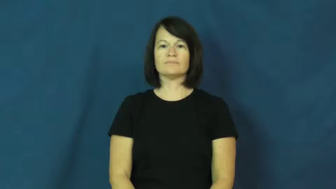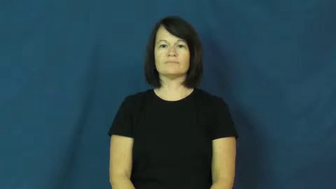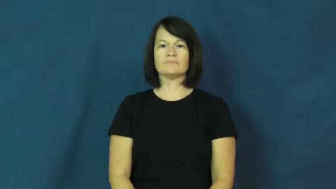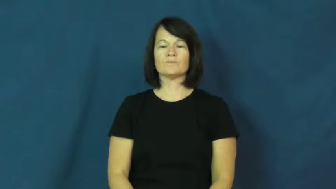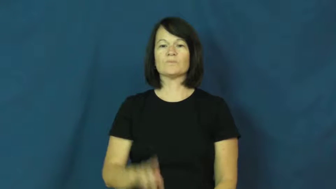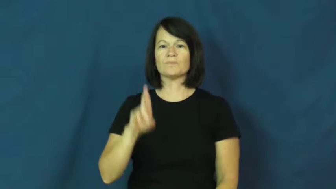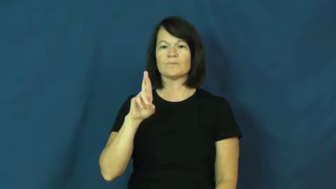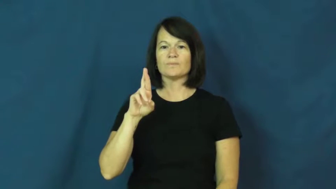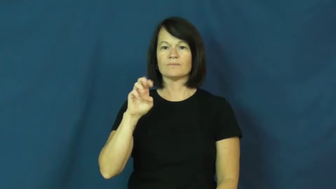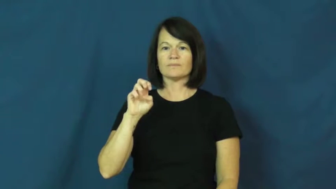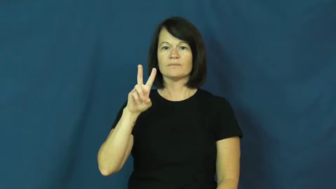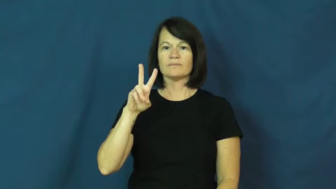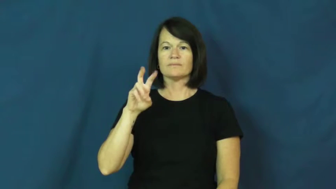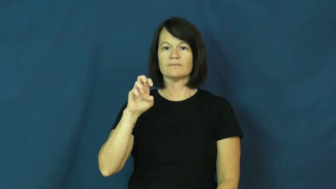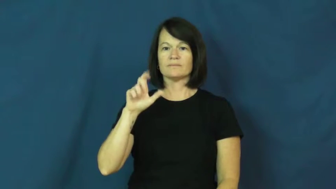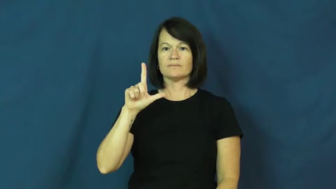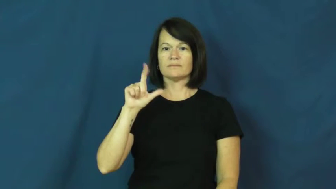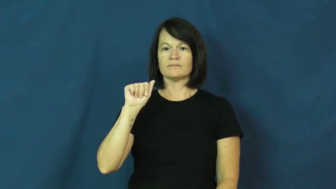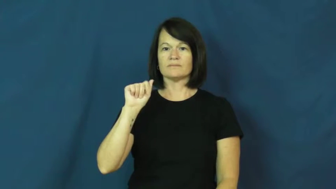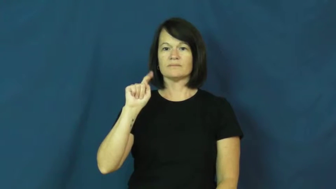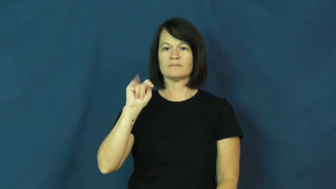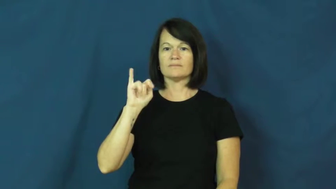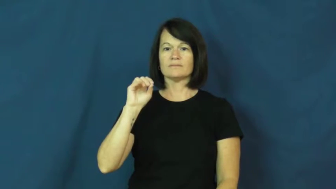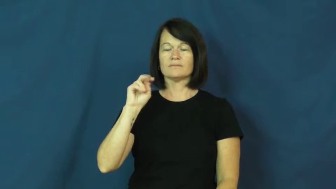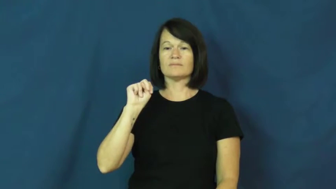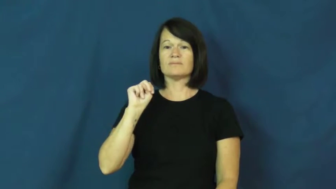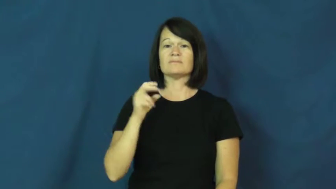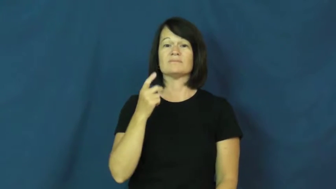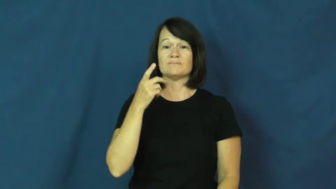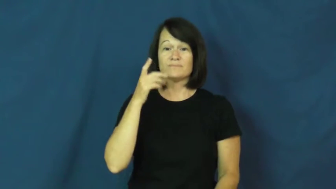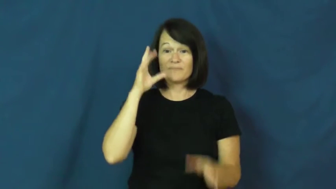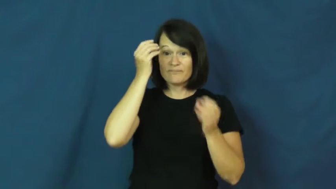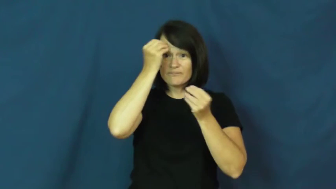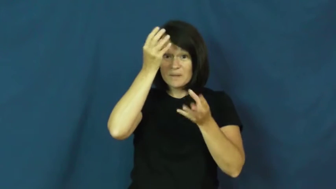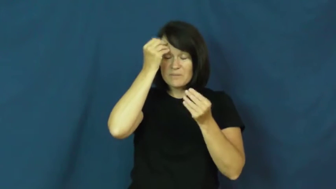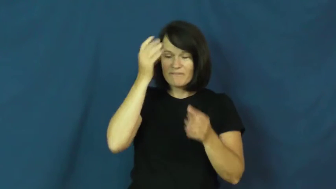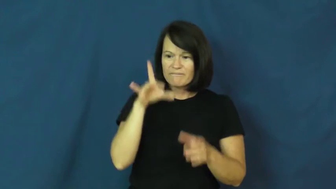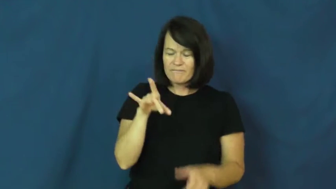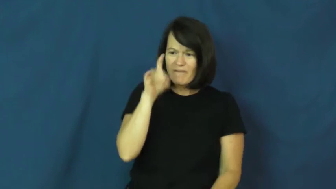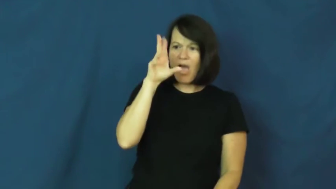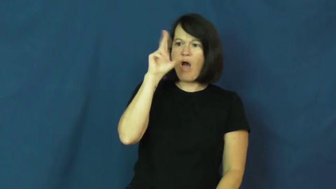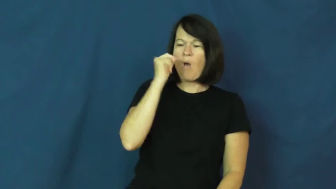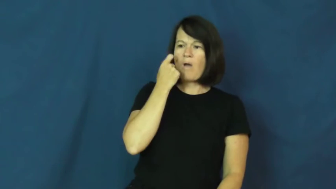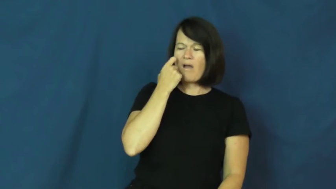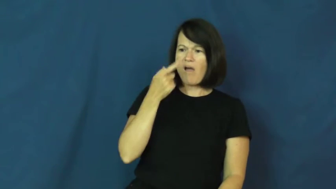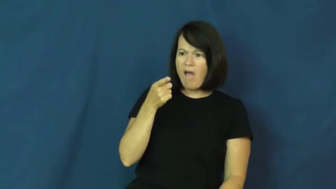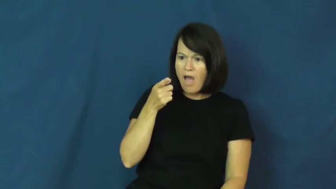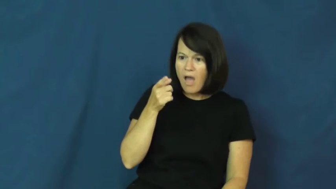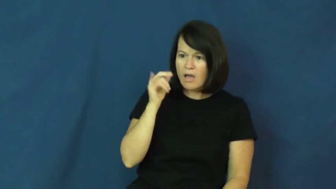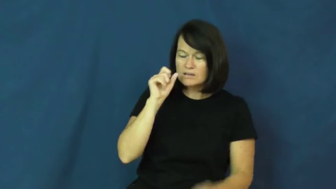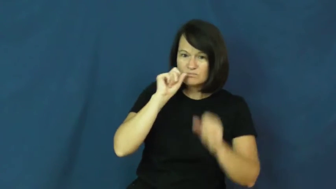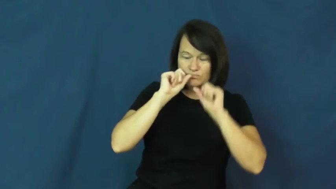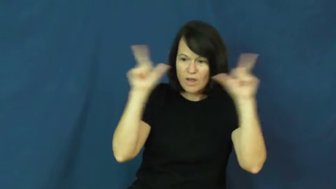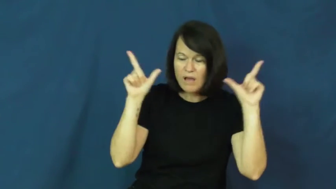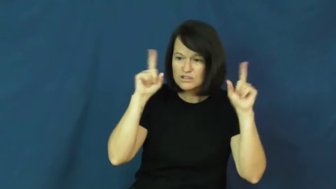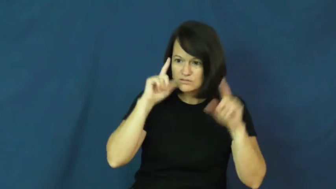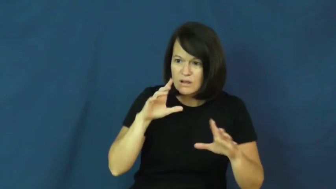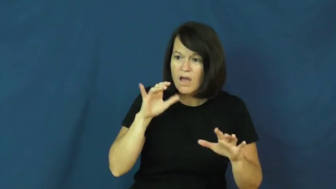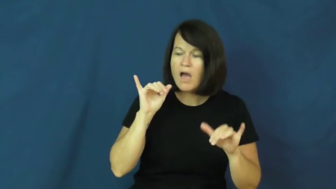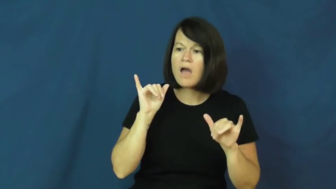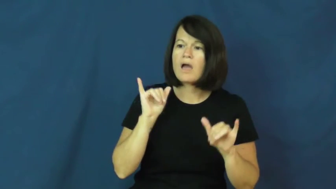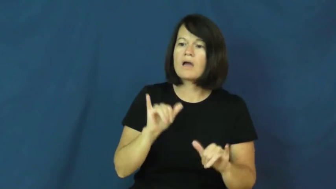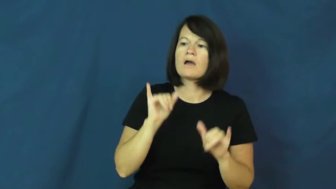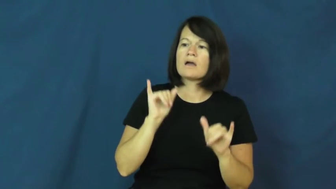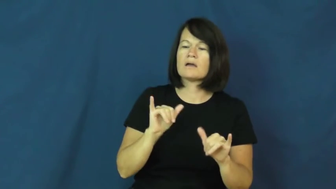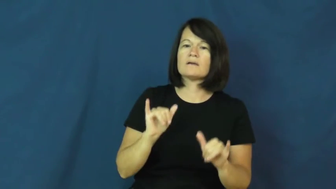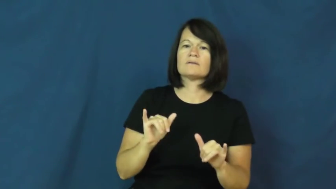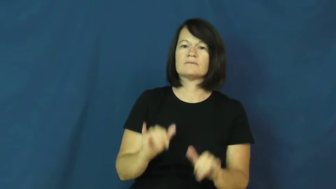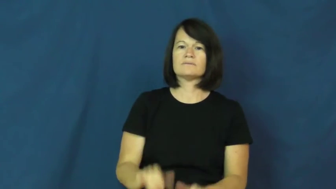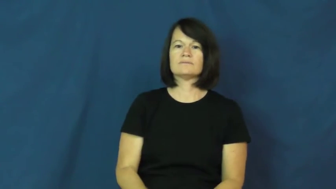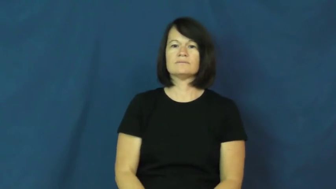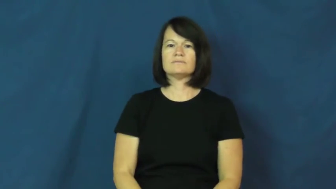revelation-surprise